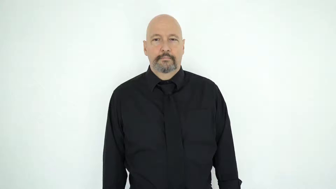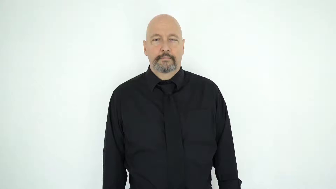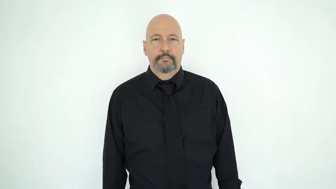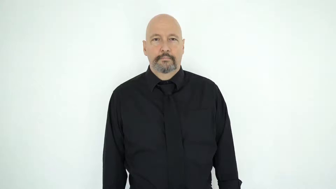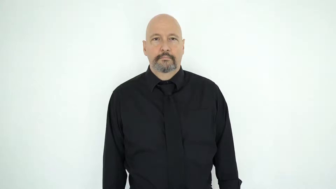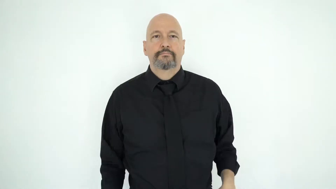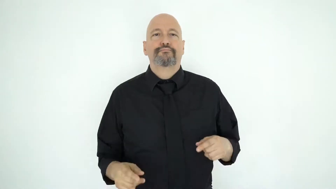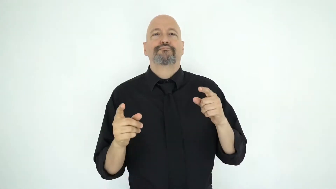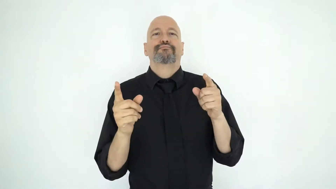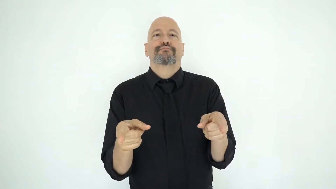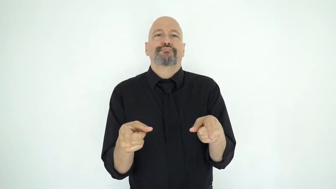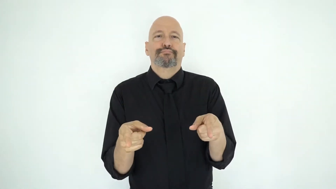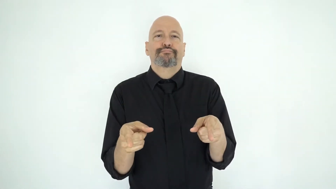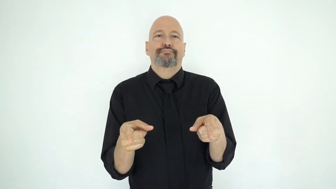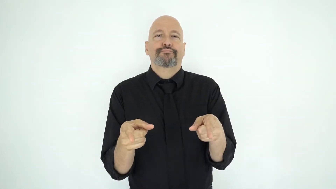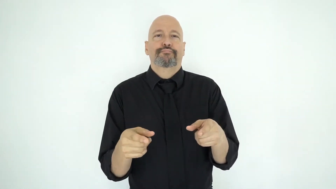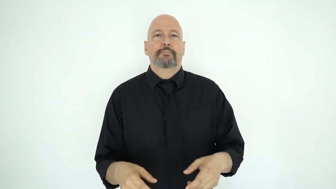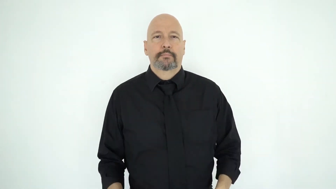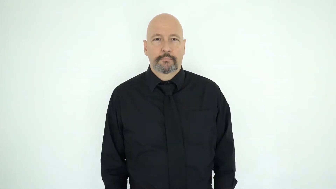legs-straight-not-crossed-[while-sitting]-[body-position]